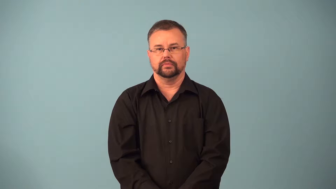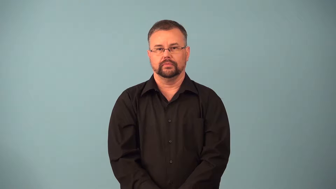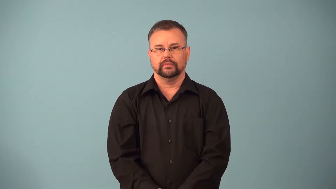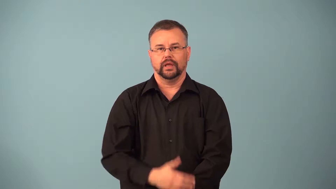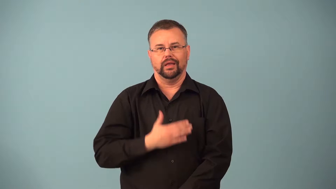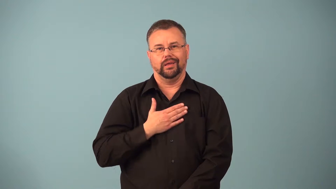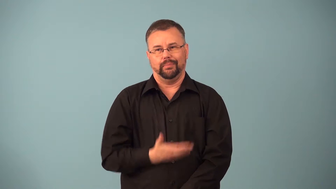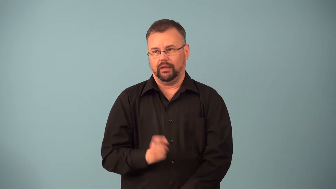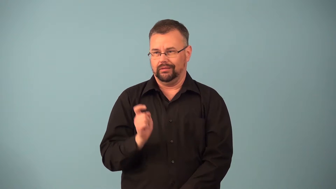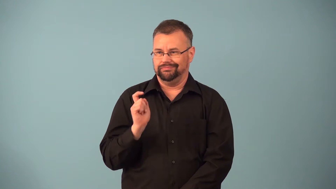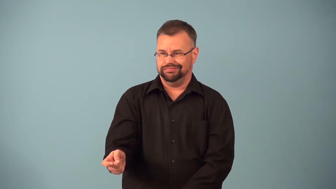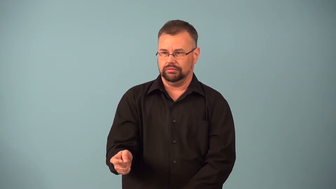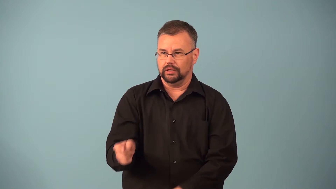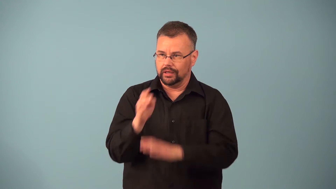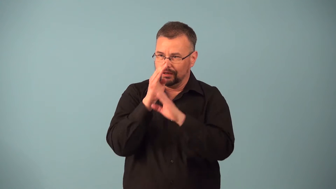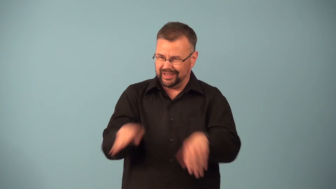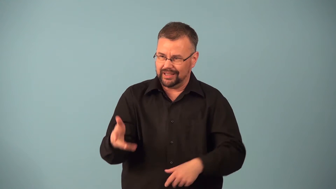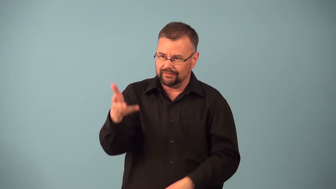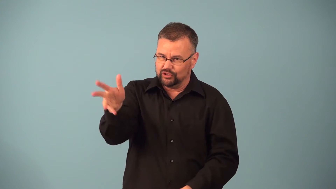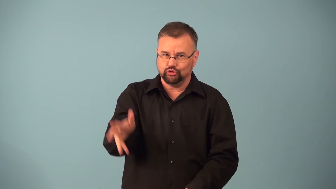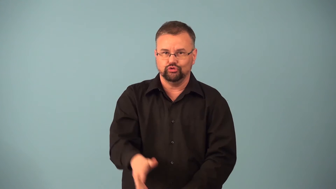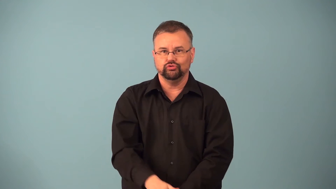concession,sop-something you give someone so they will not oppose you